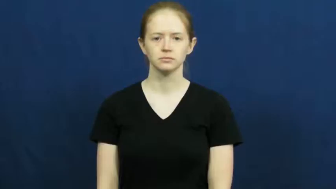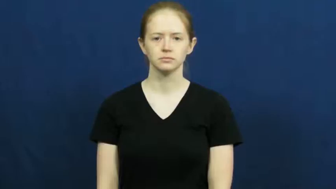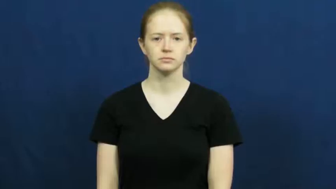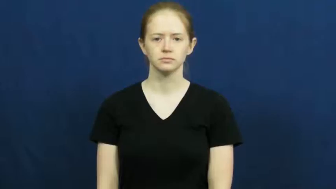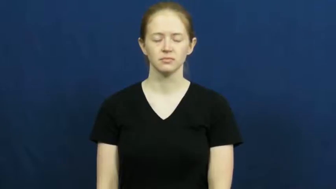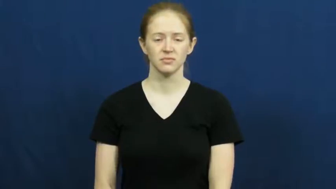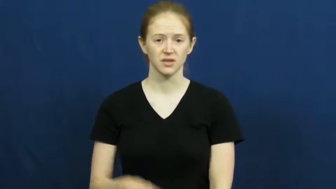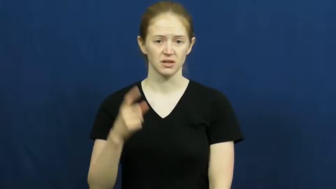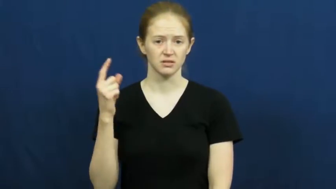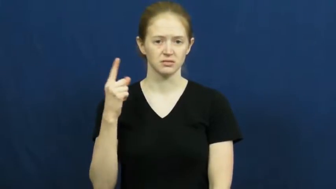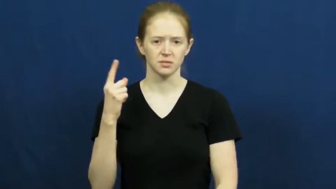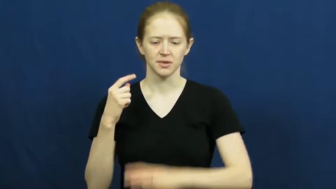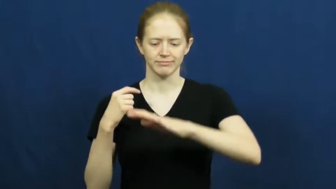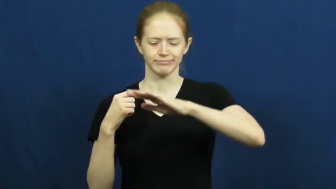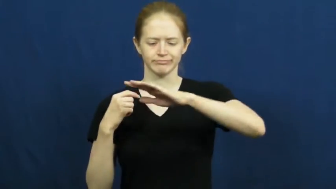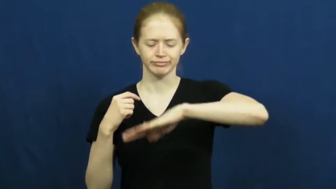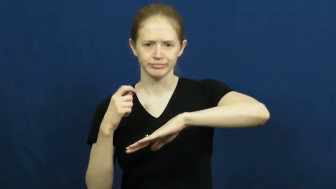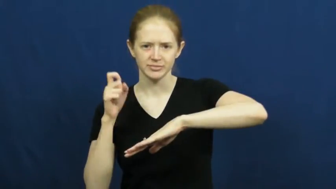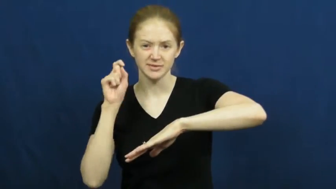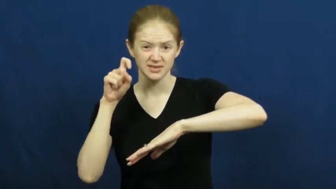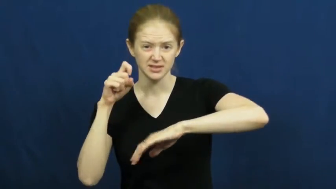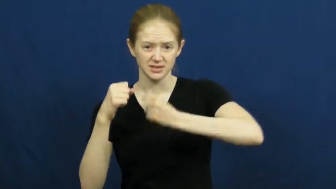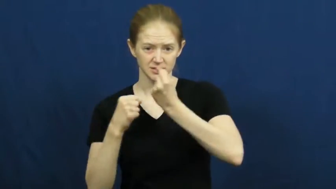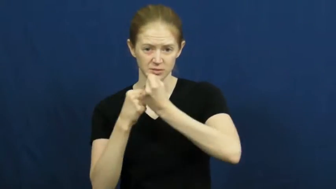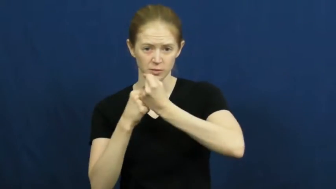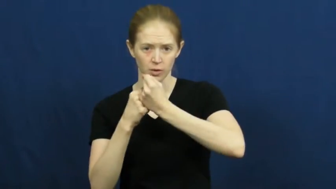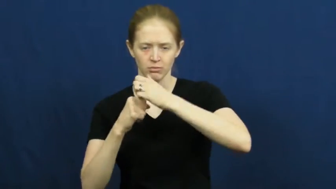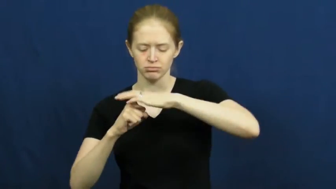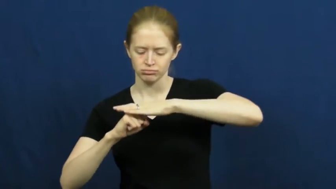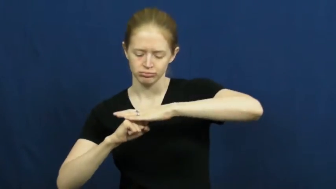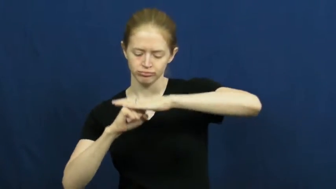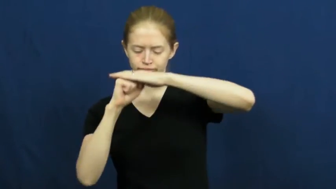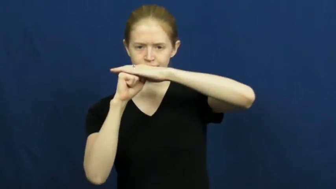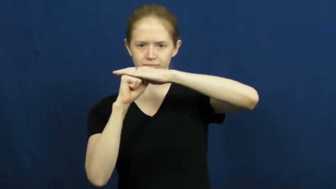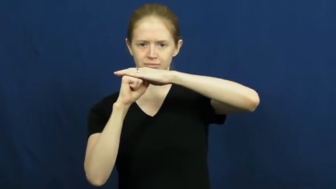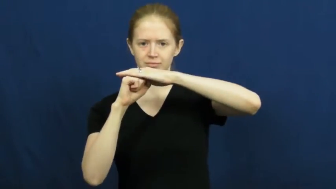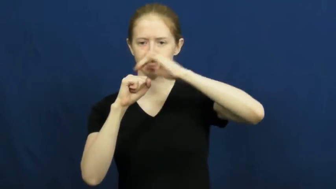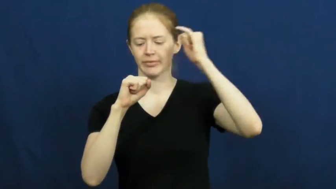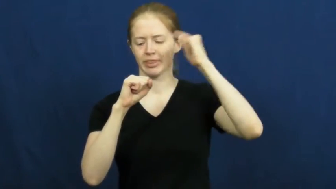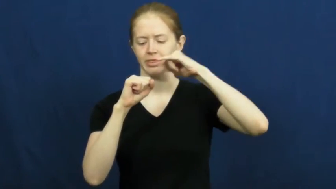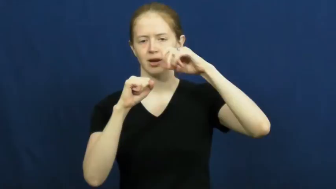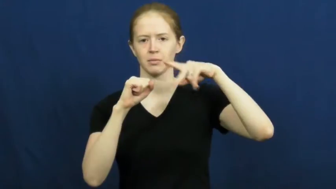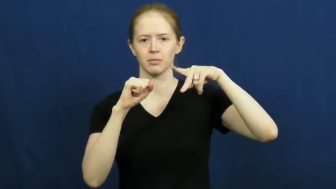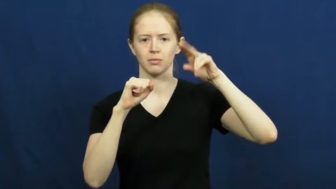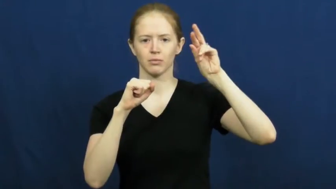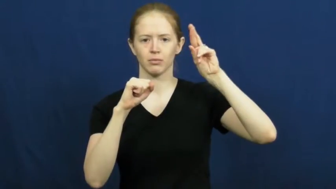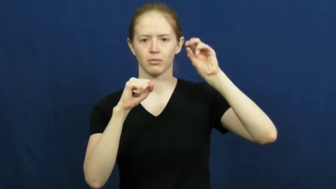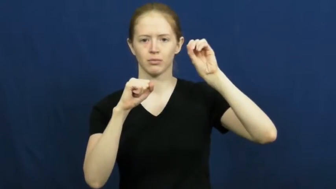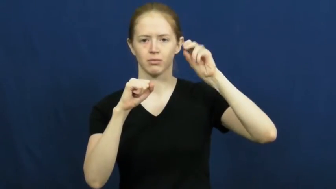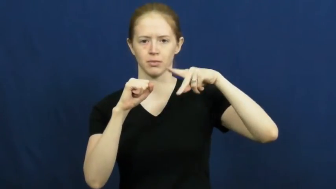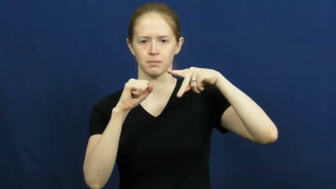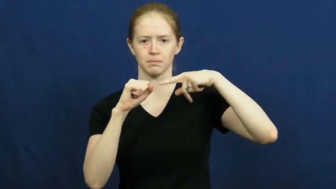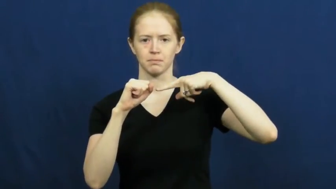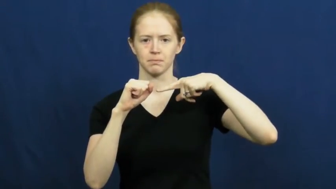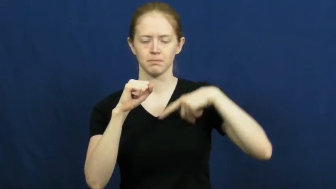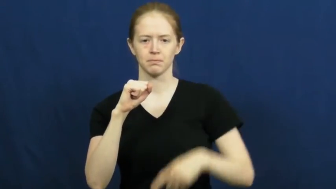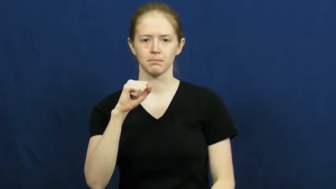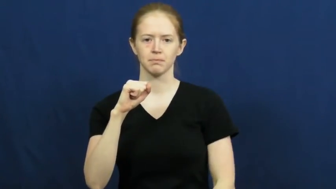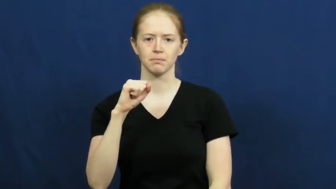support,shore,stabilize,stanchion,carry-physical